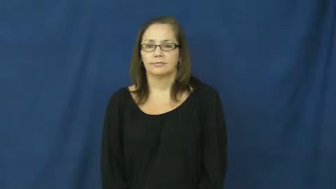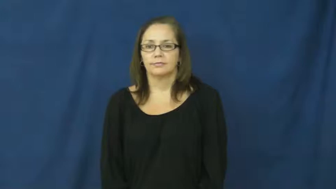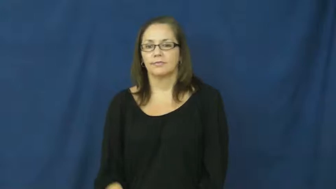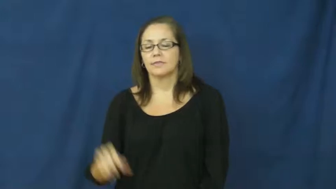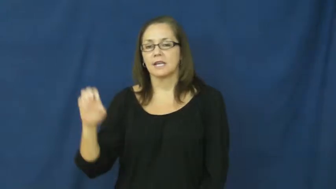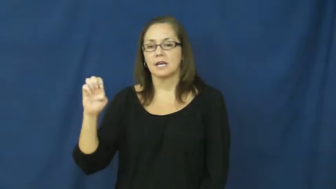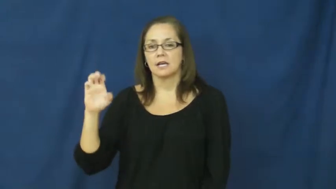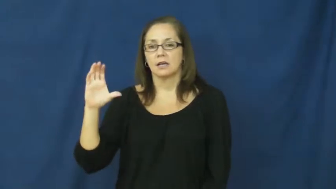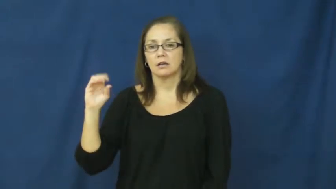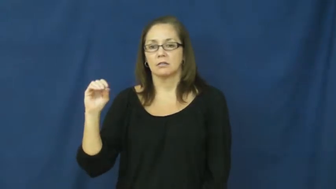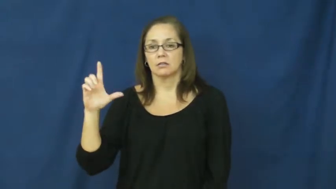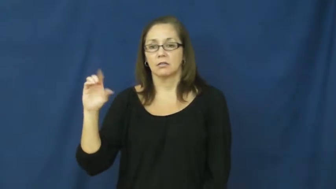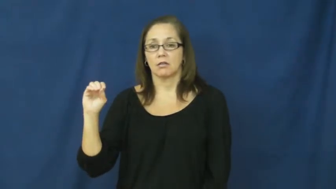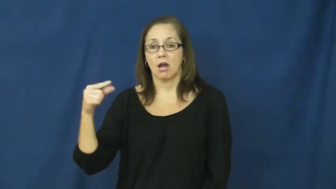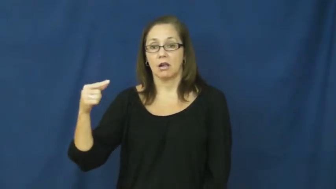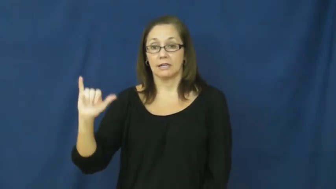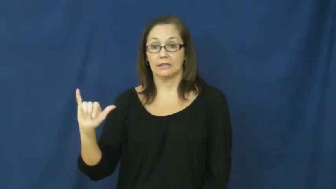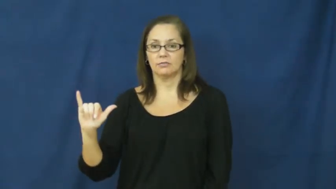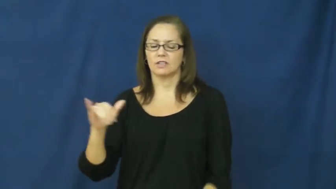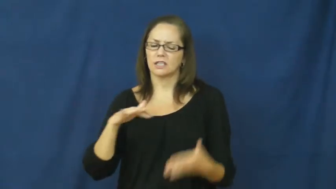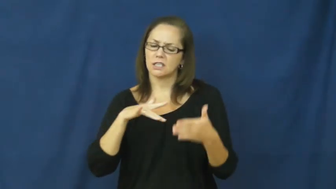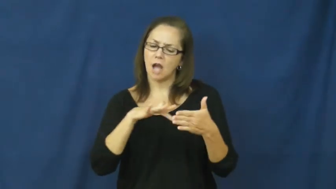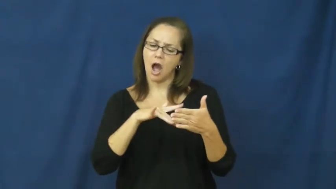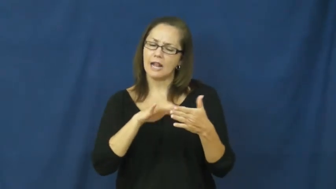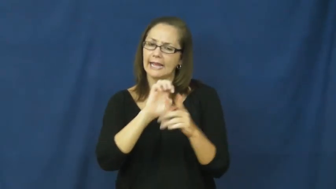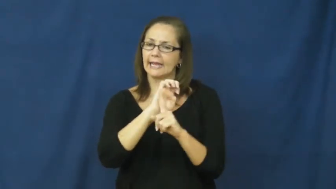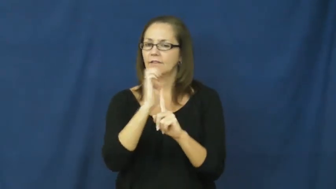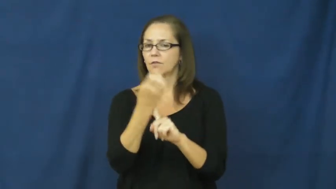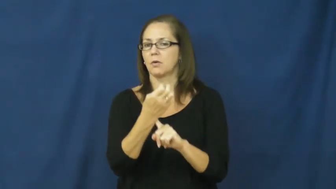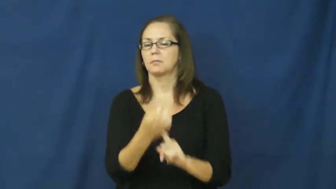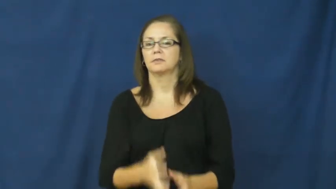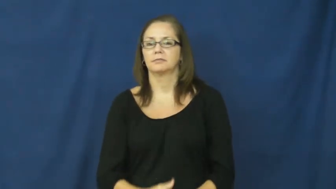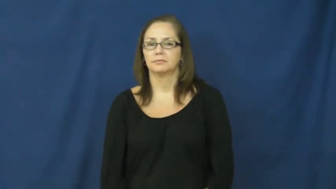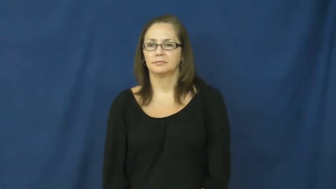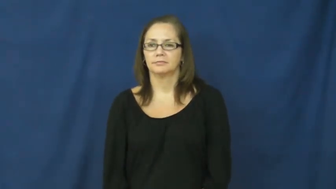ecology